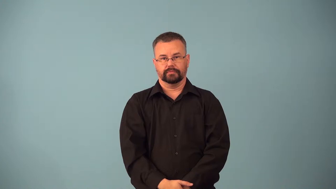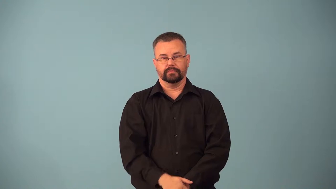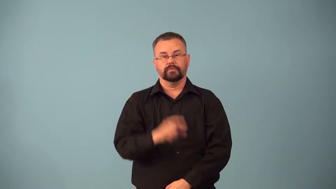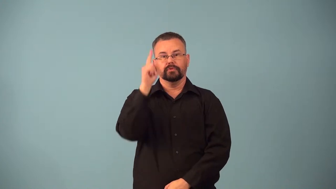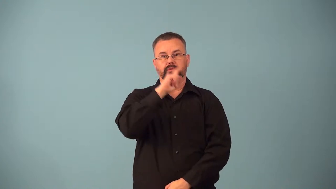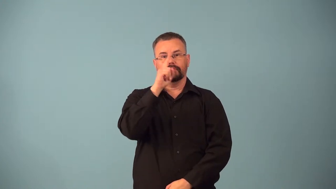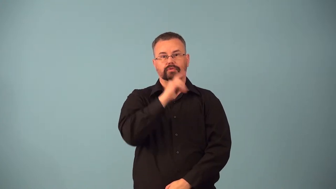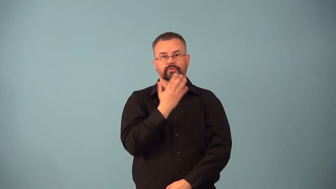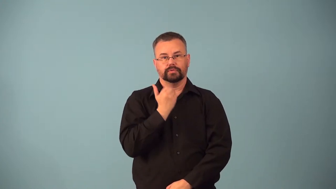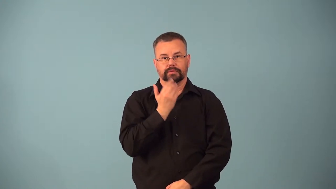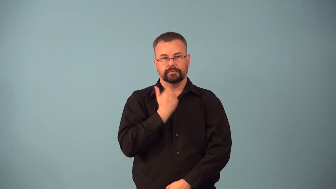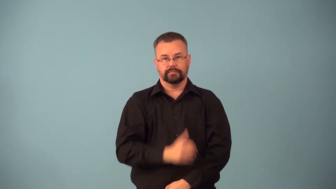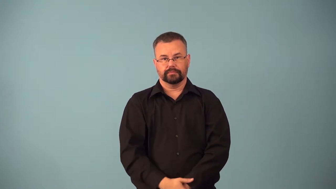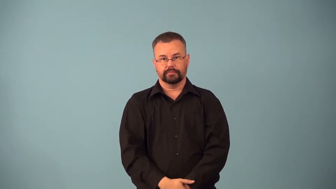aspartame